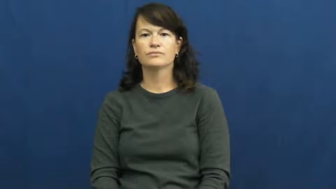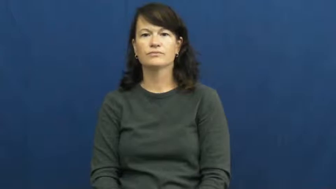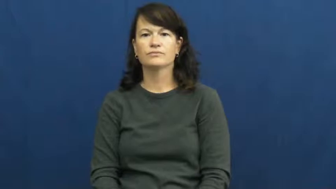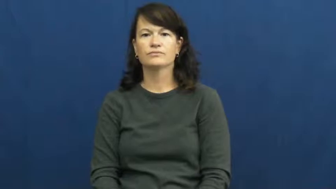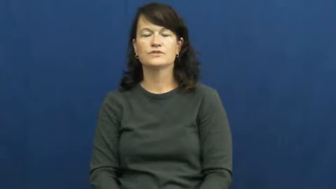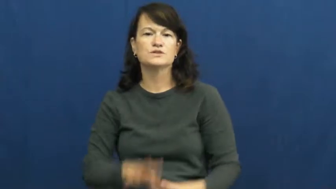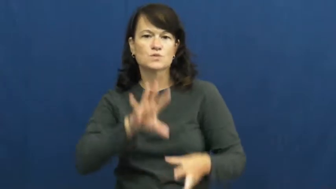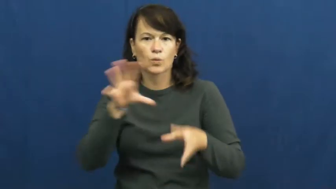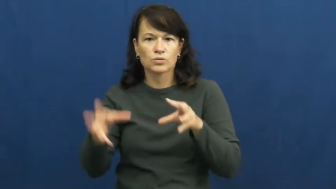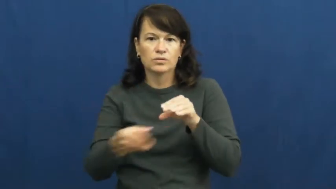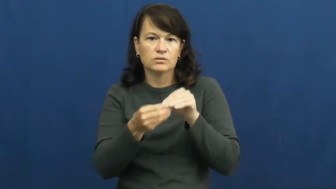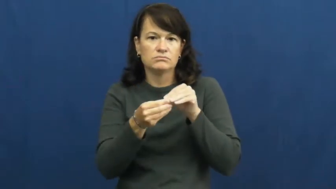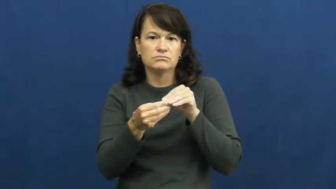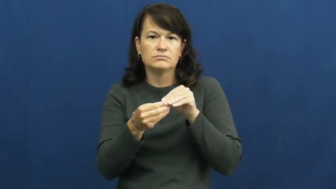total,total up,aggregate,altogether,add up to,amount to